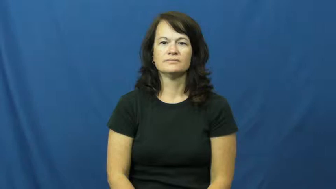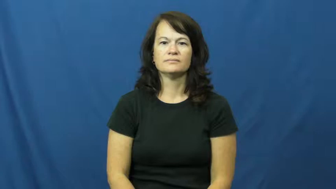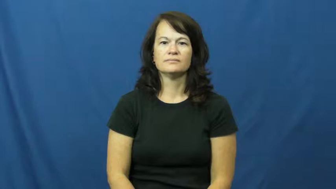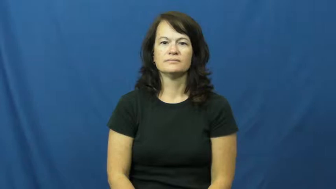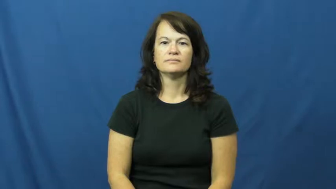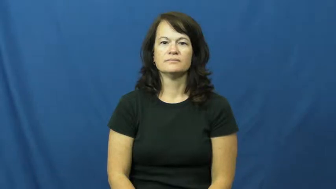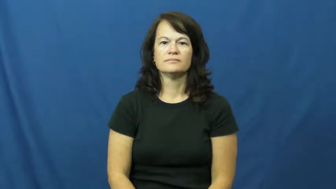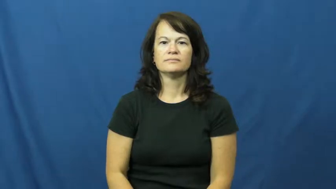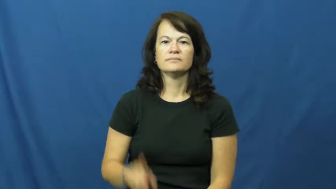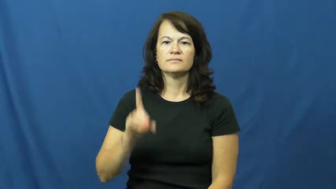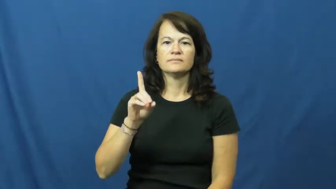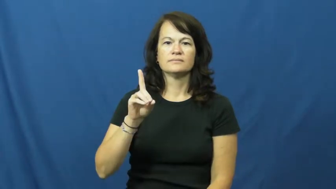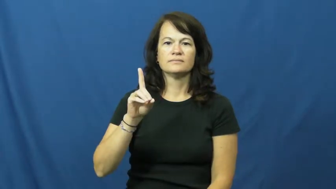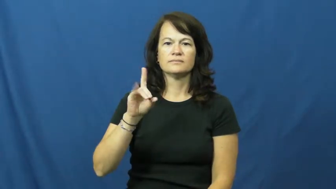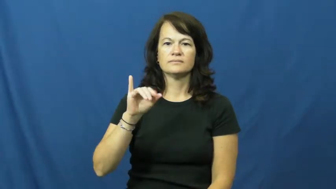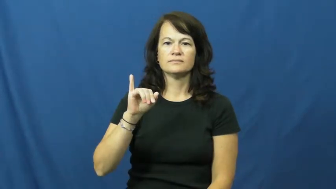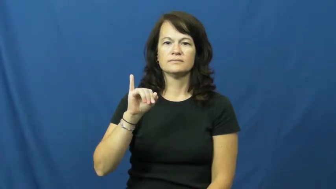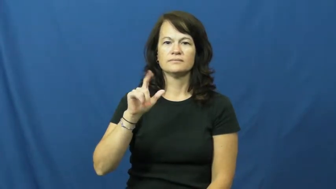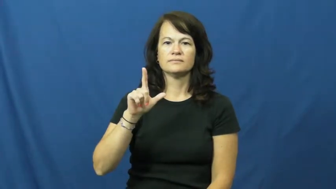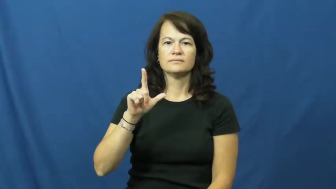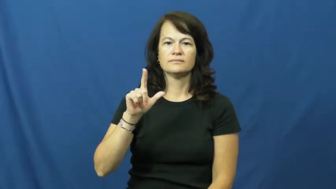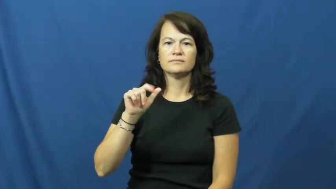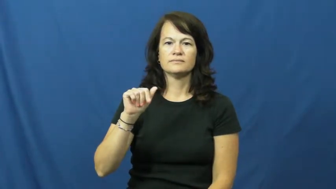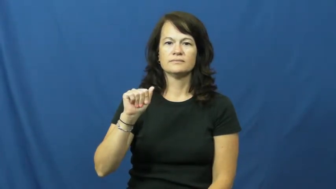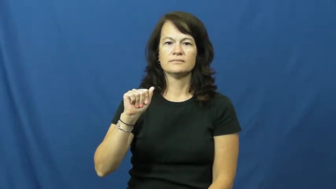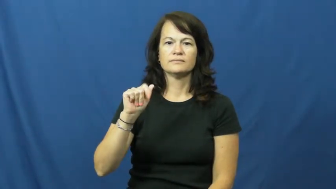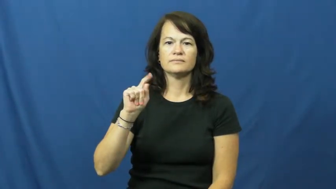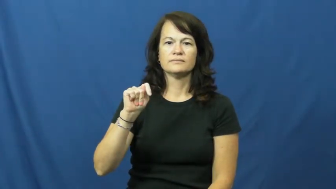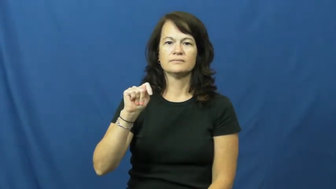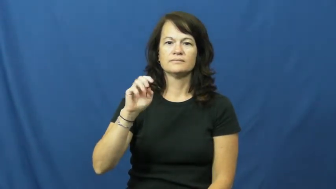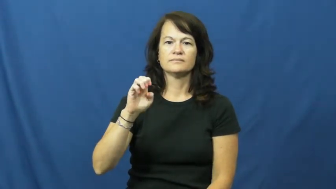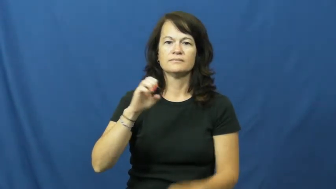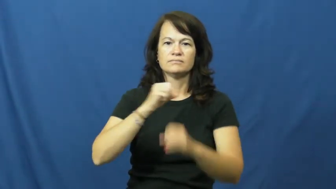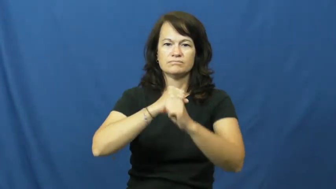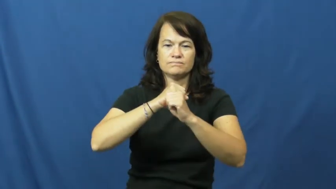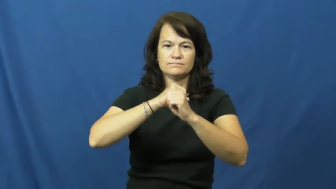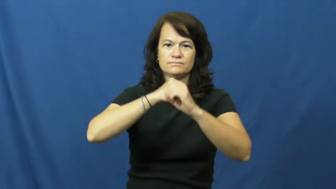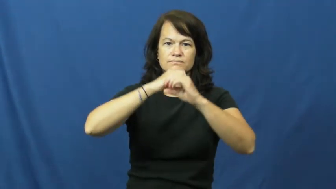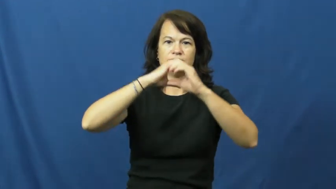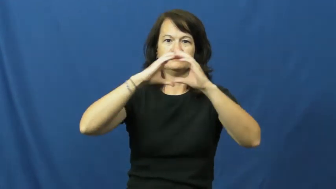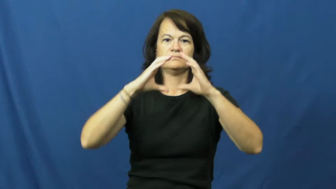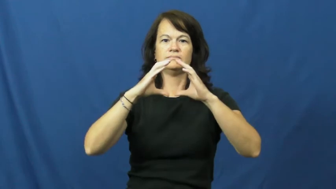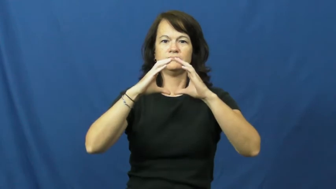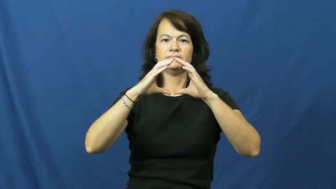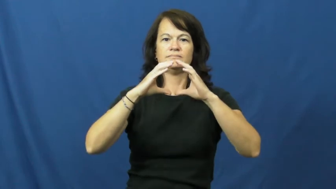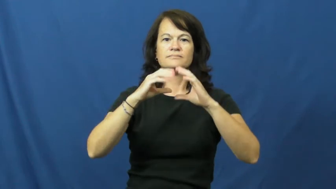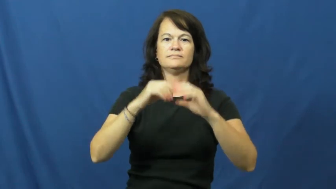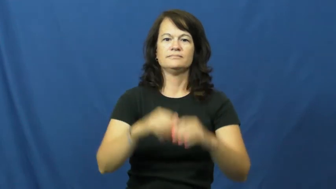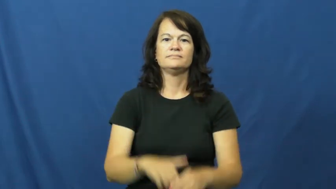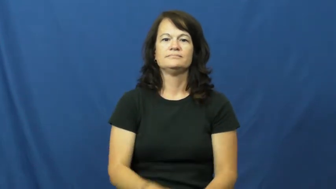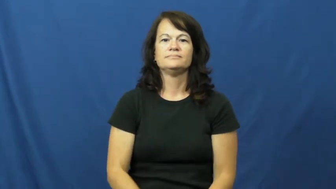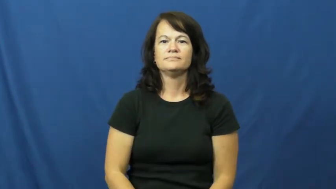dilate